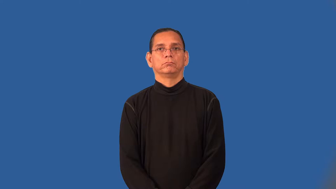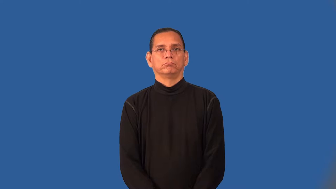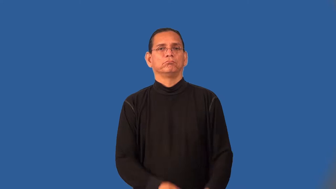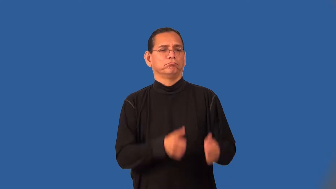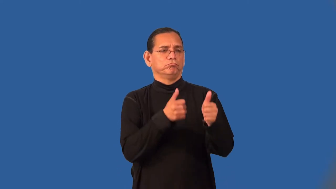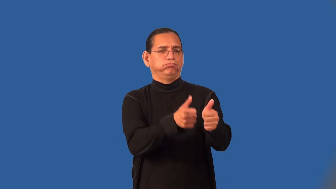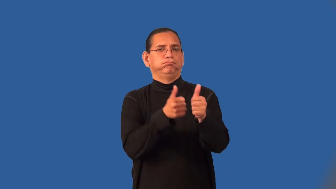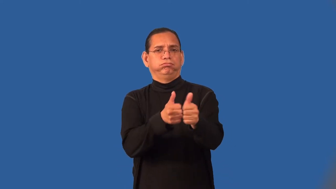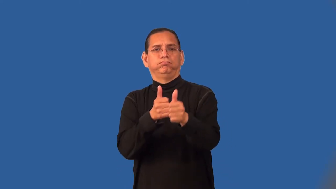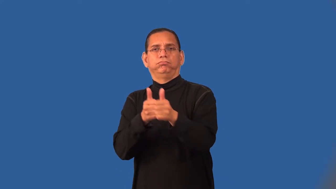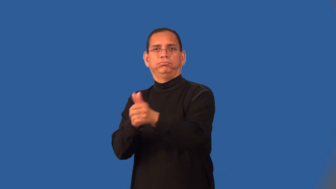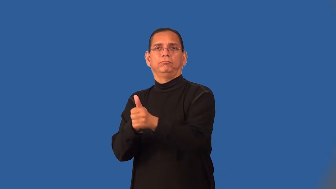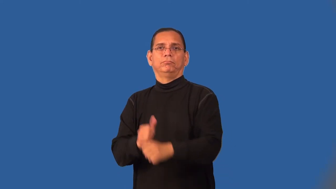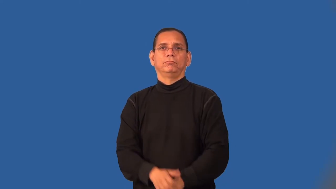round-tournament